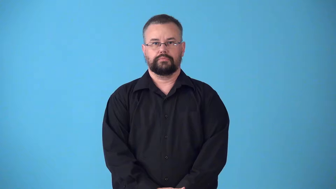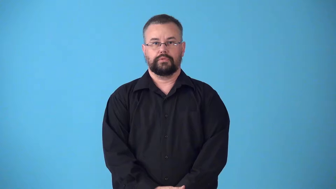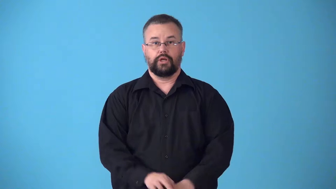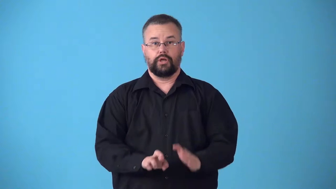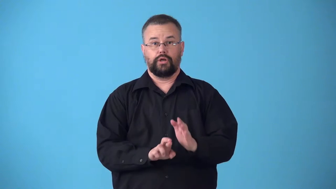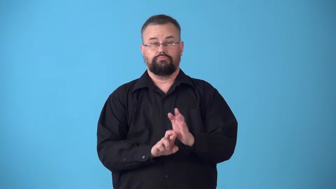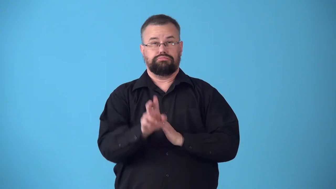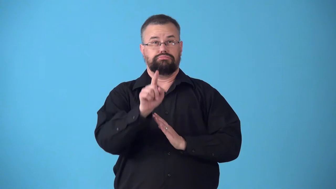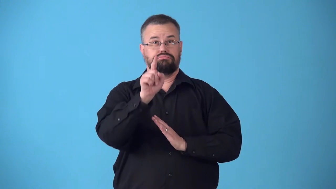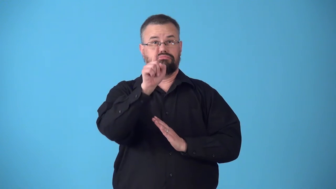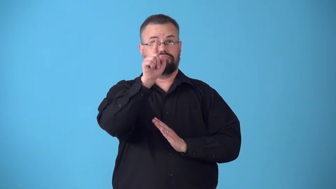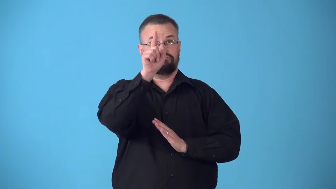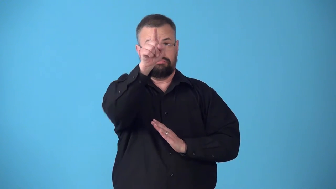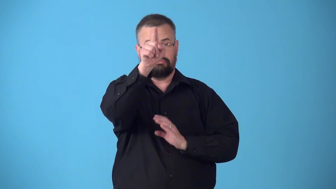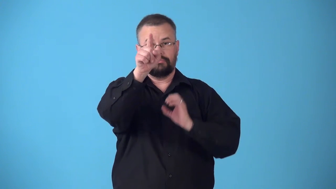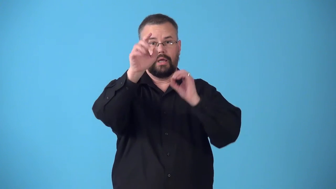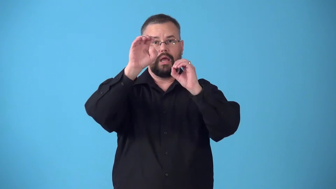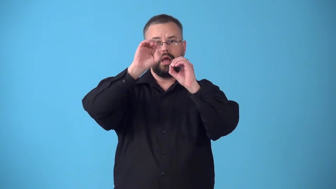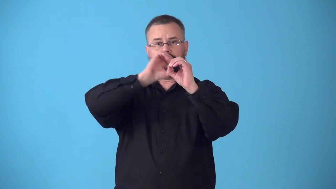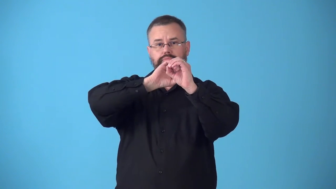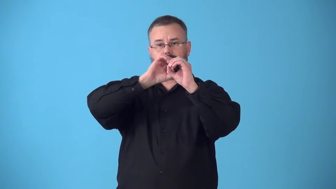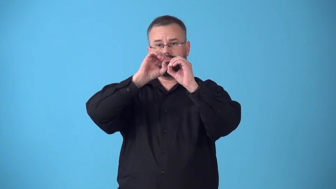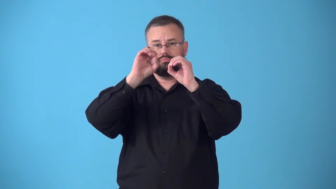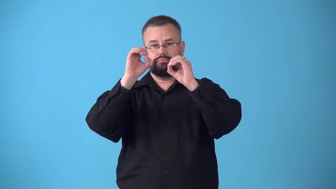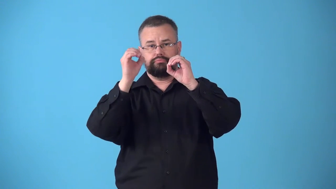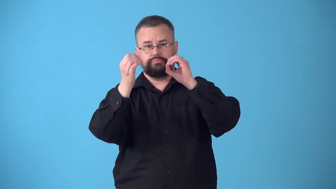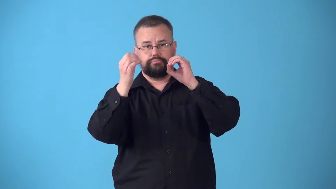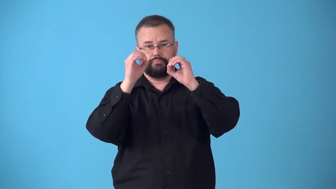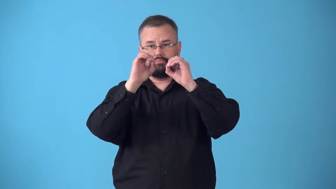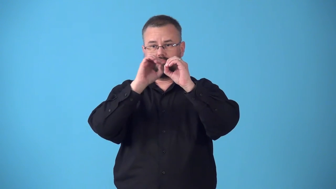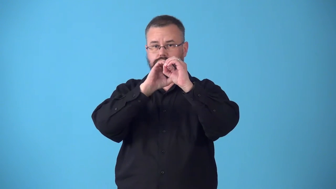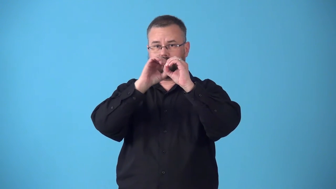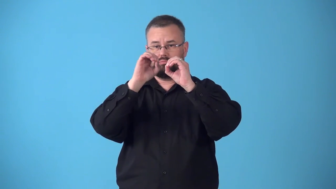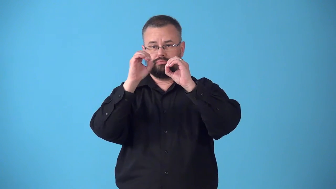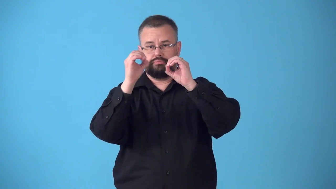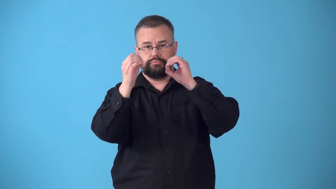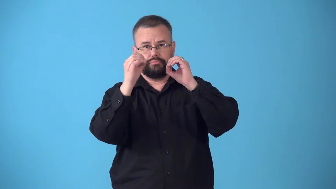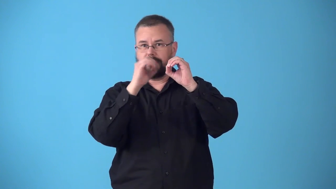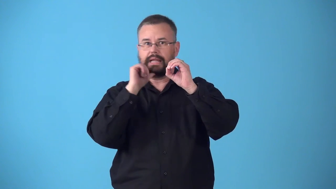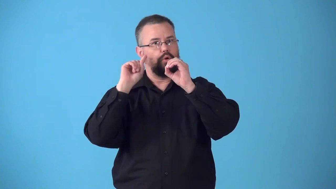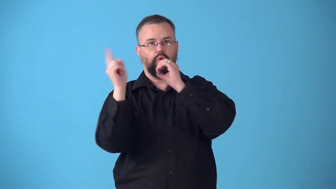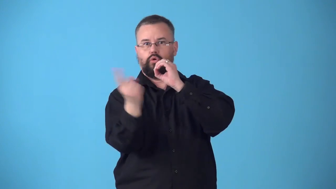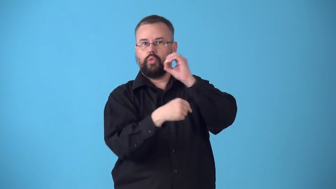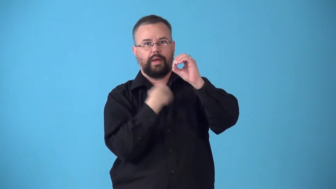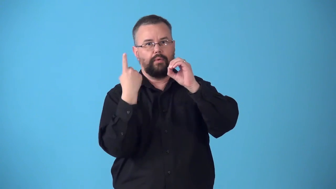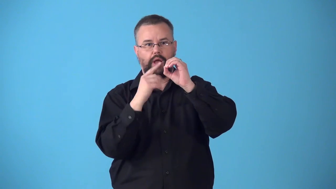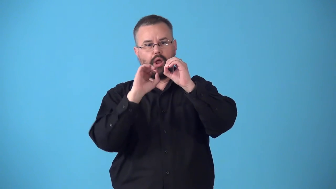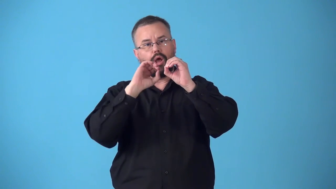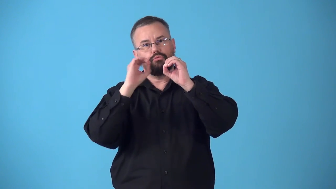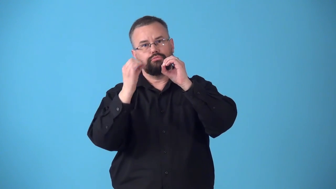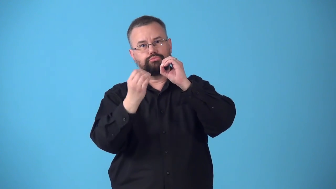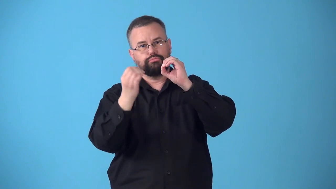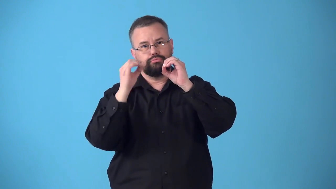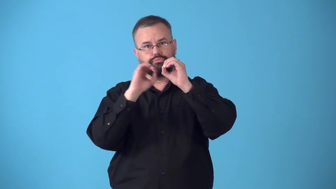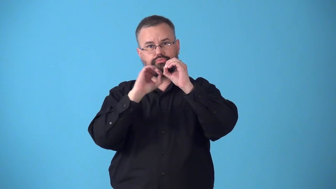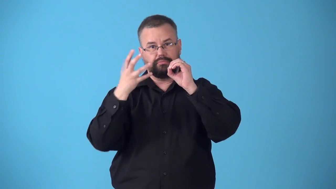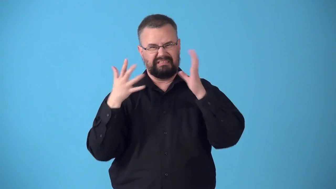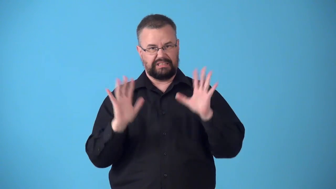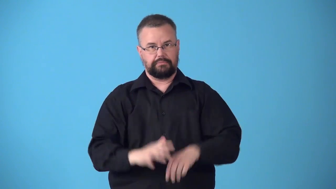suborbital